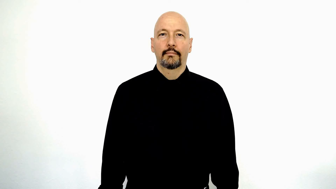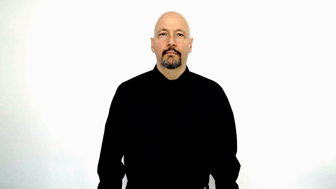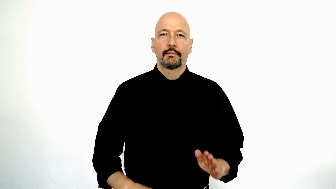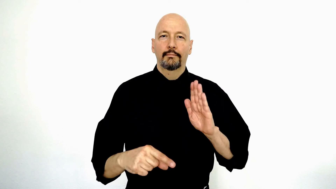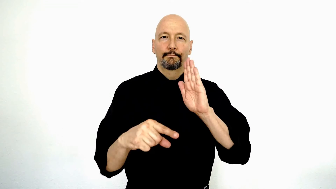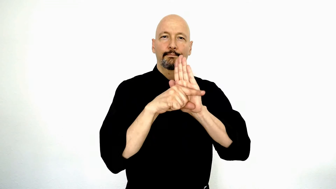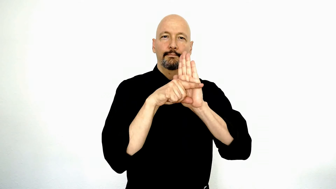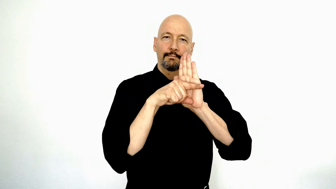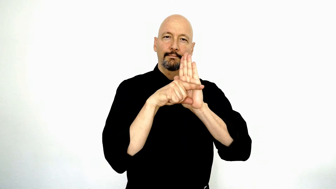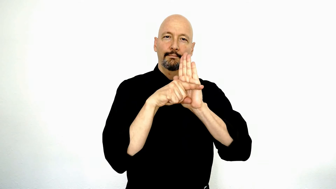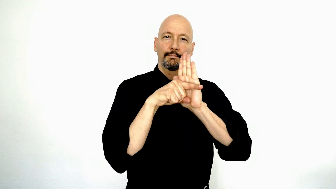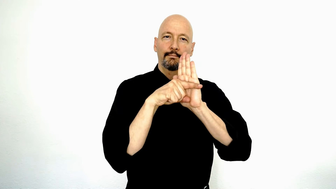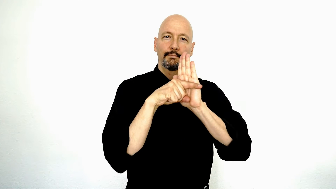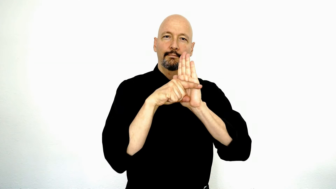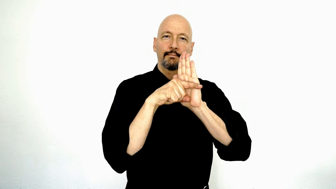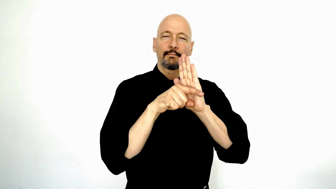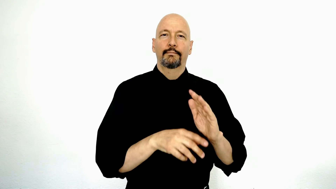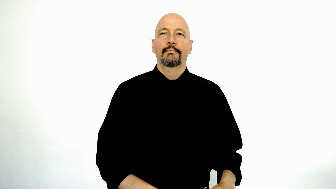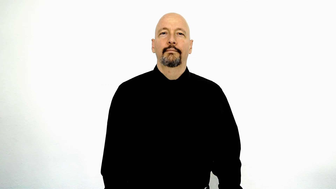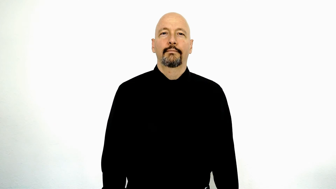MINUS-[negative]